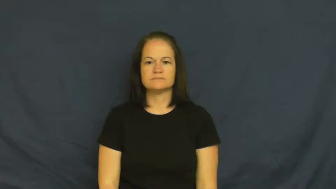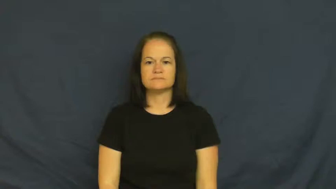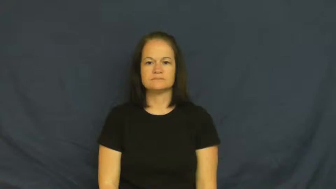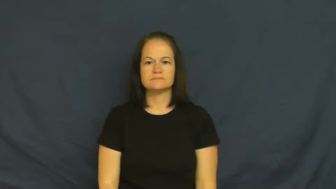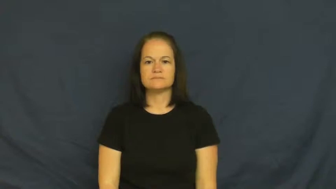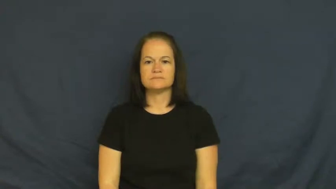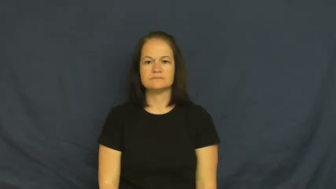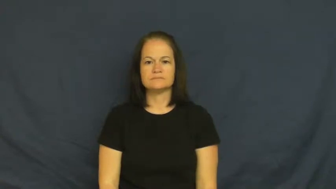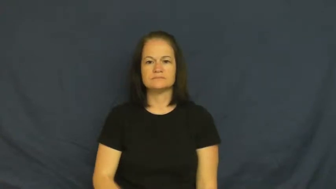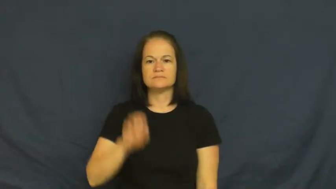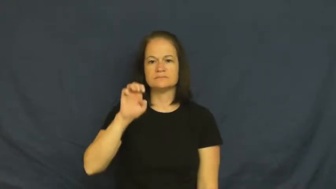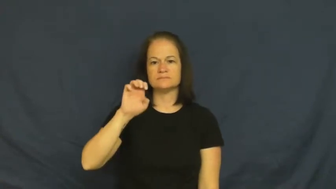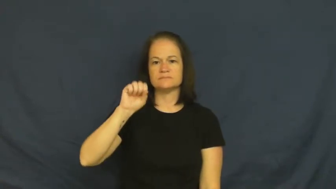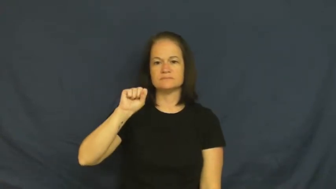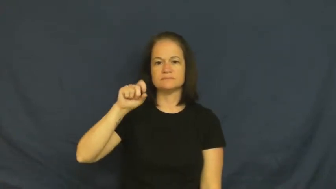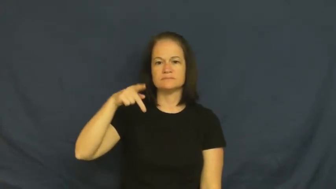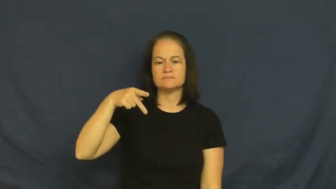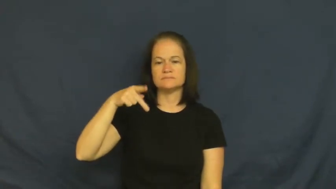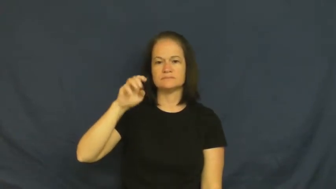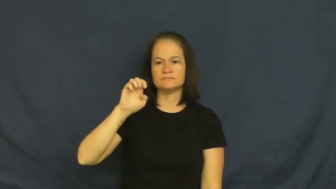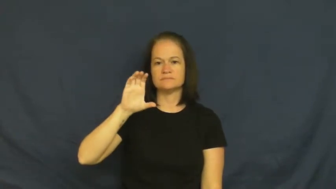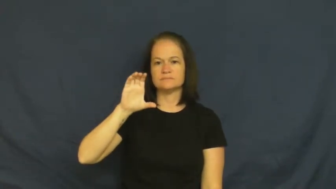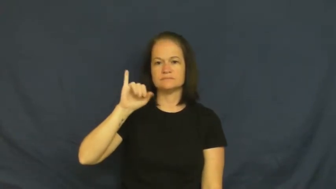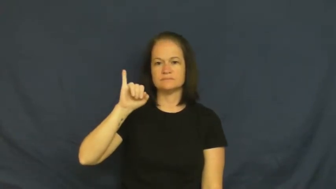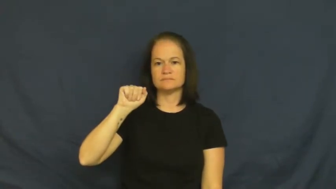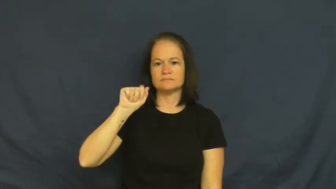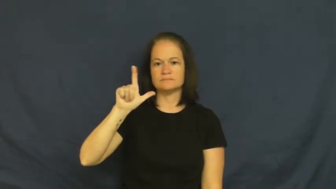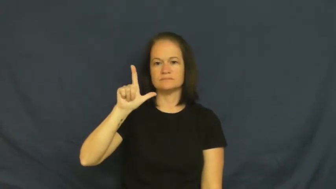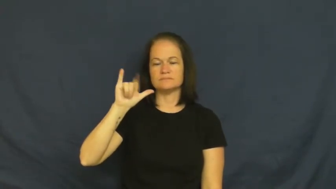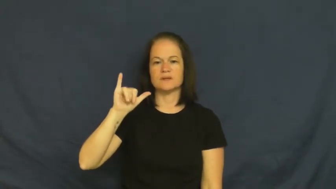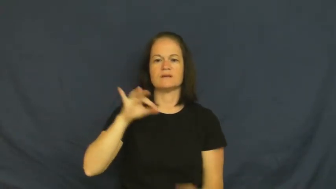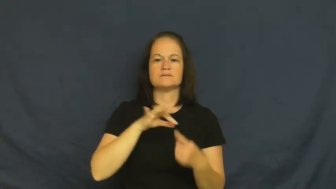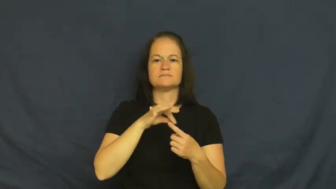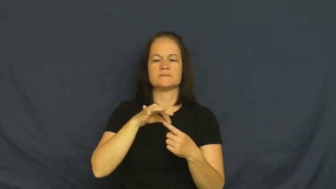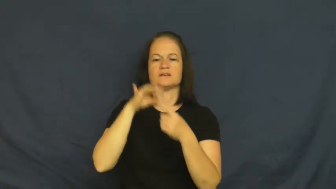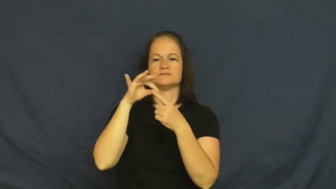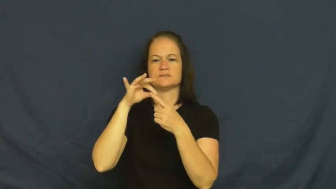especially